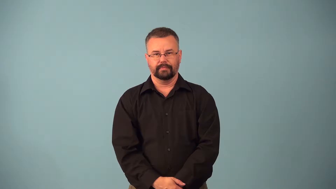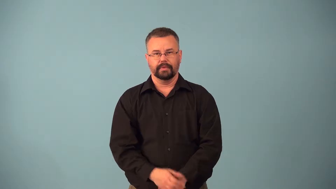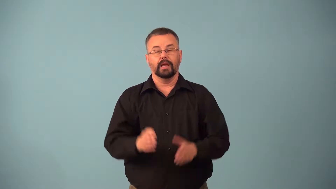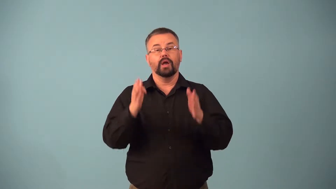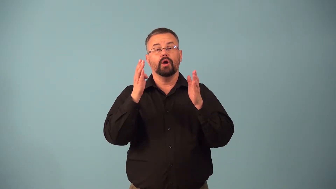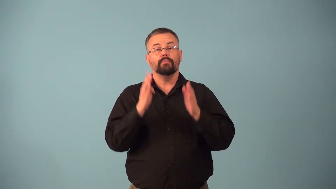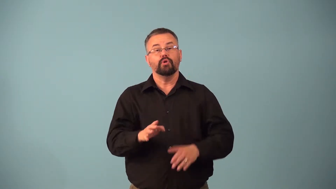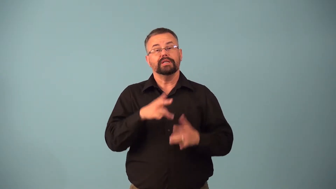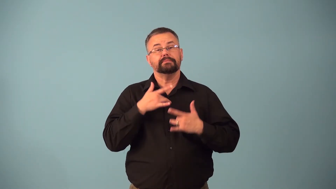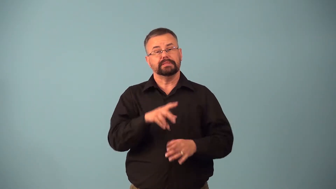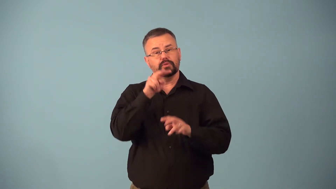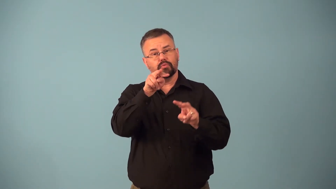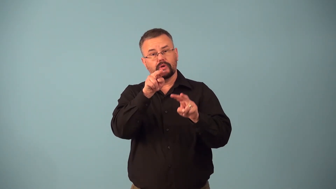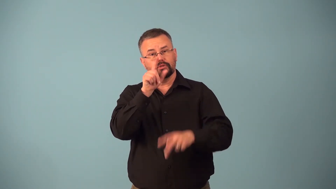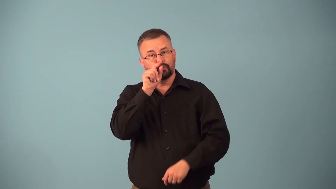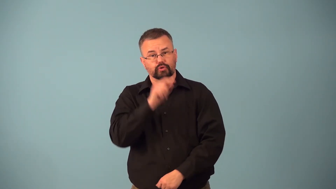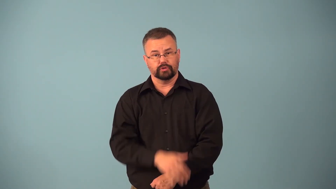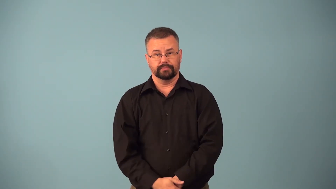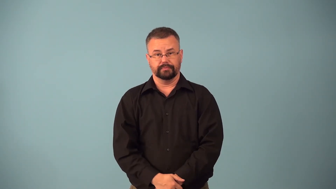birdwatcher,birder